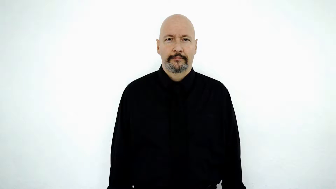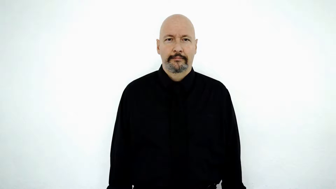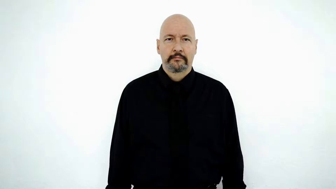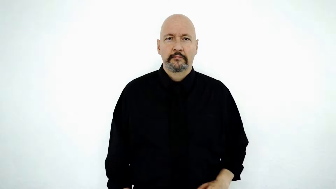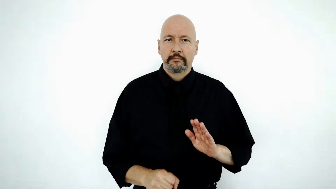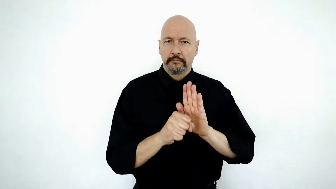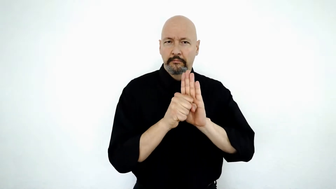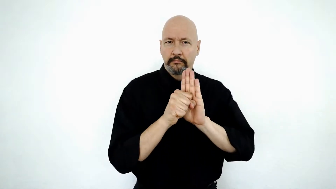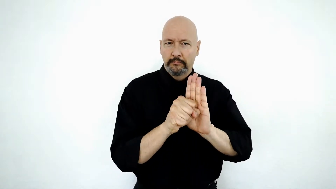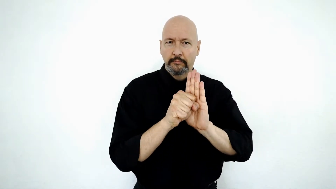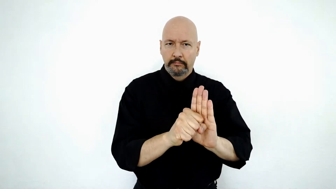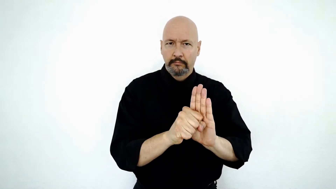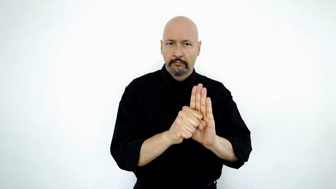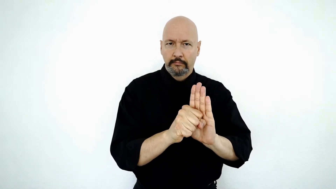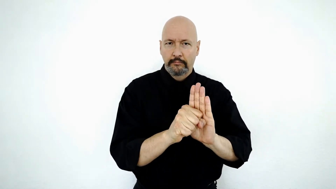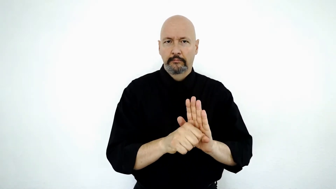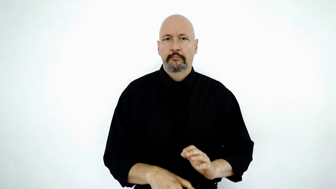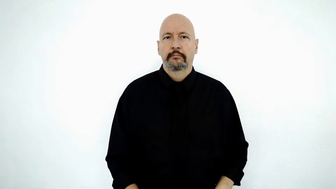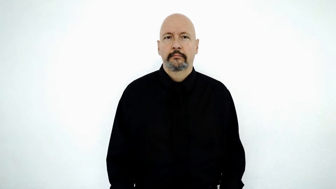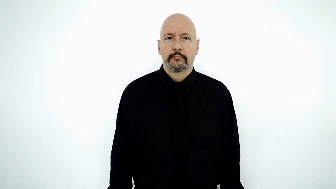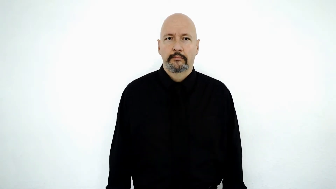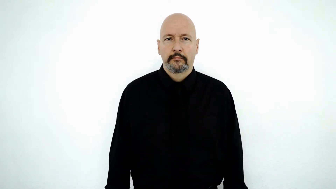symbol-[initialized-version]